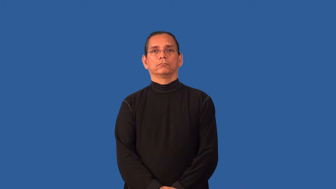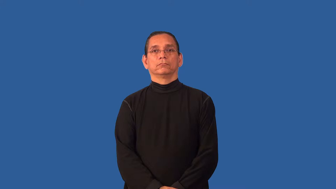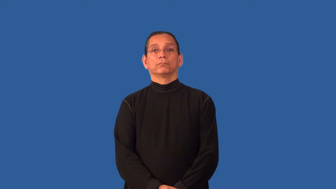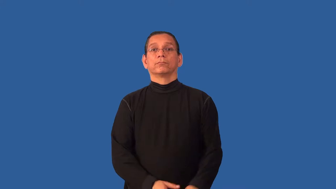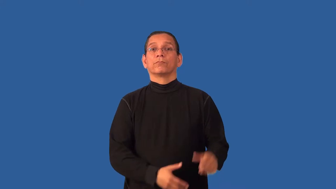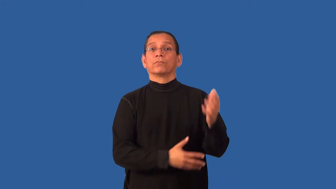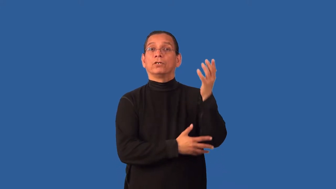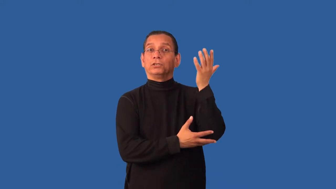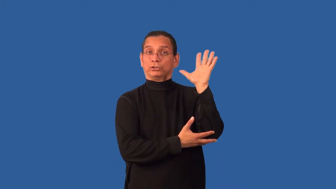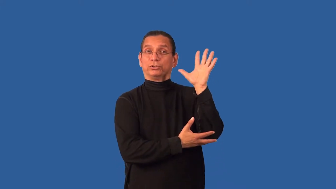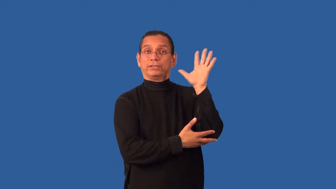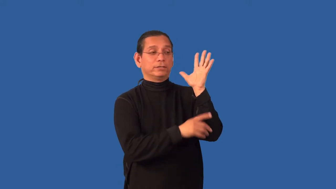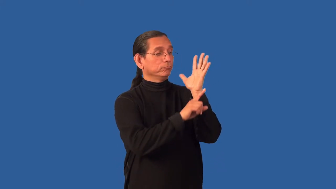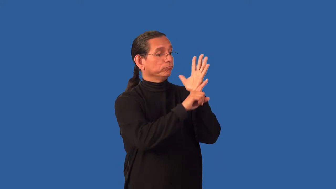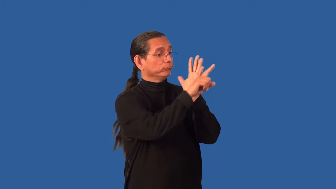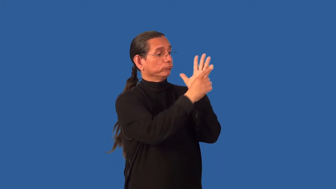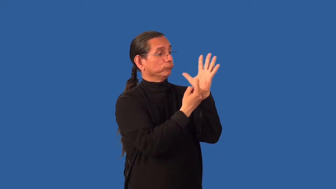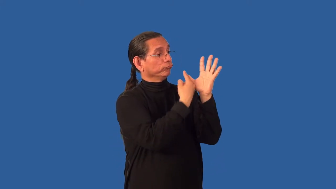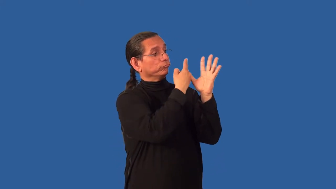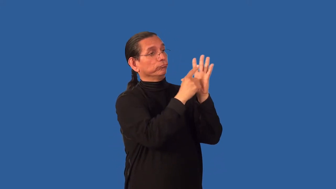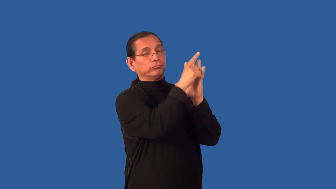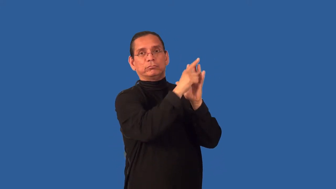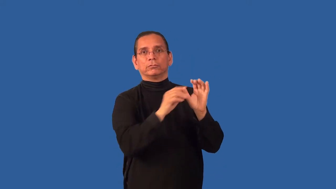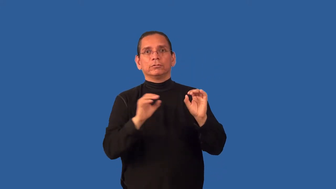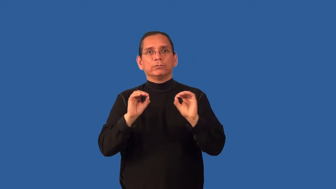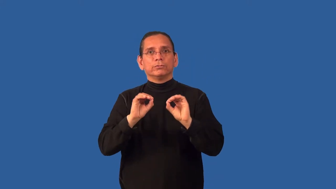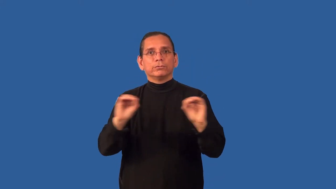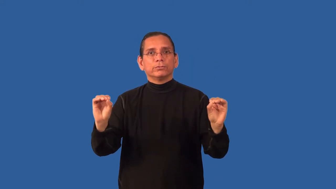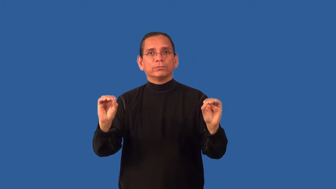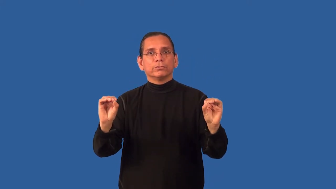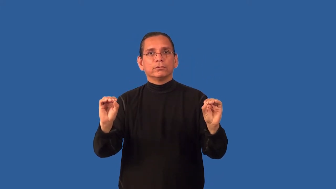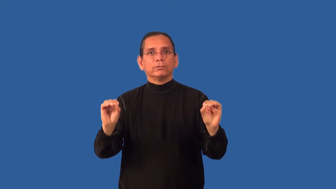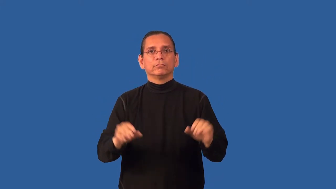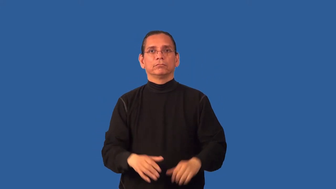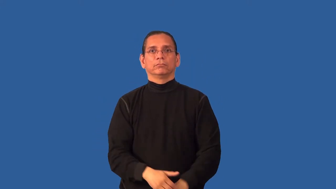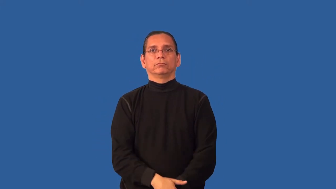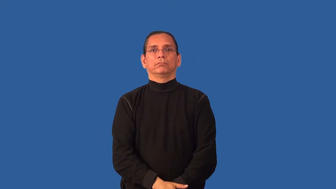branchless,limbless,boughless